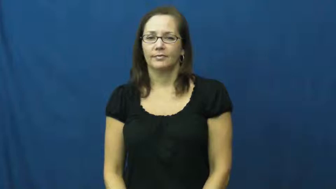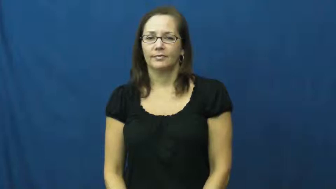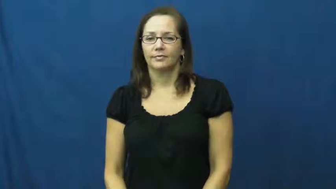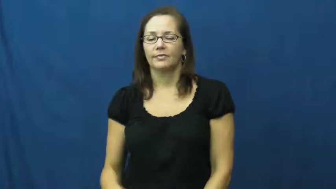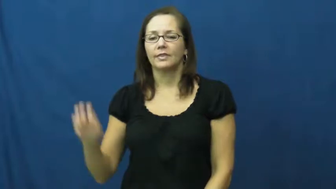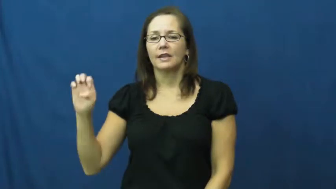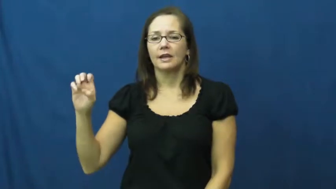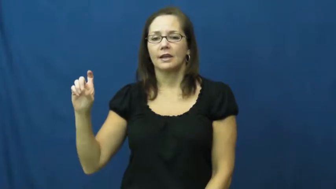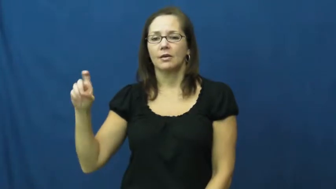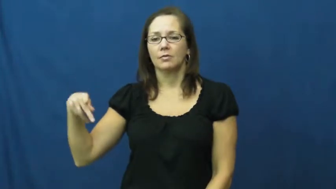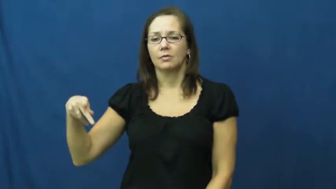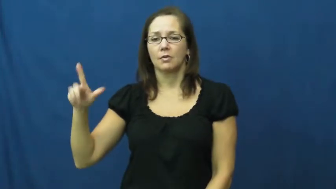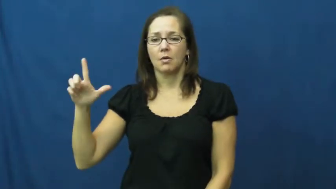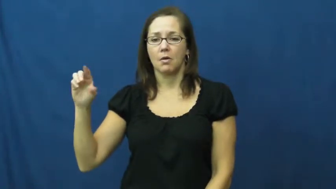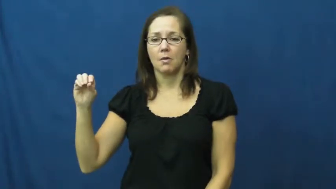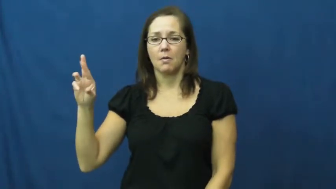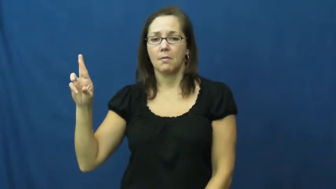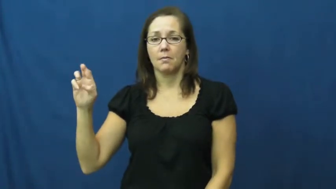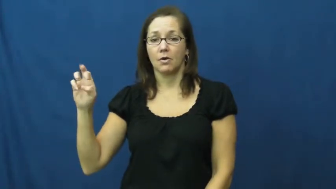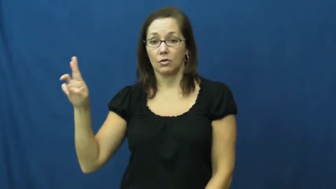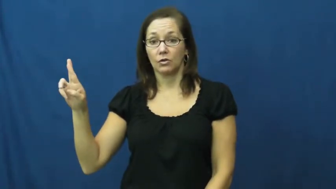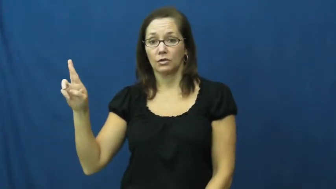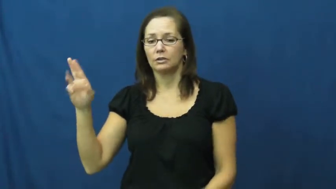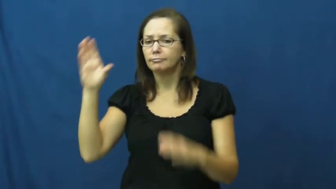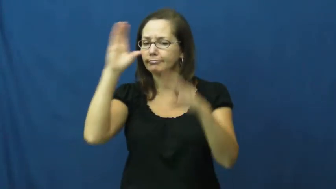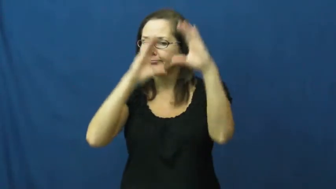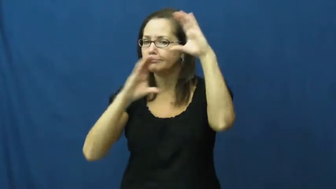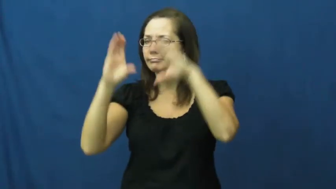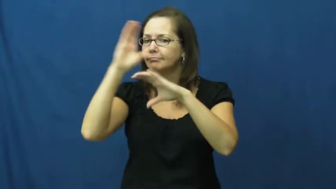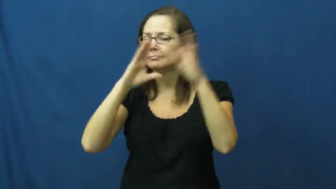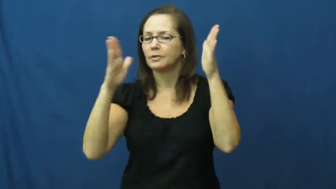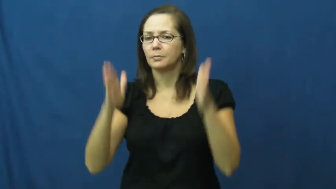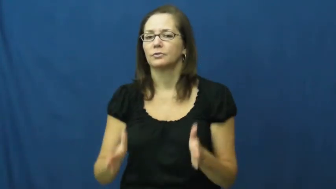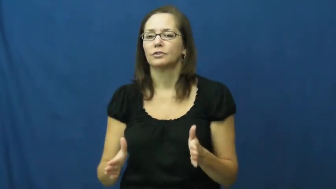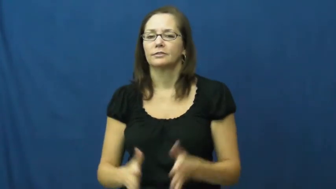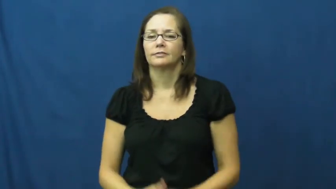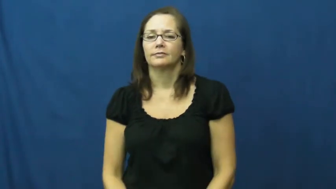explorer